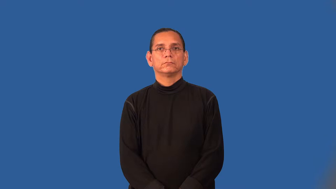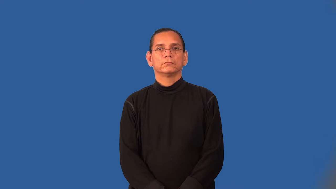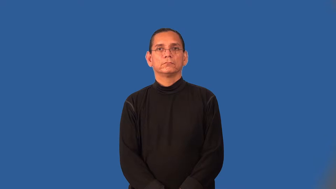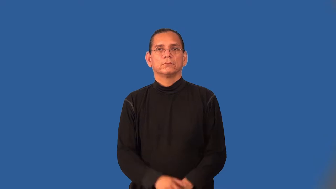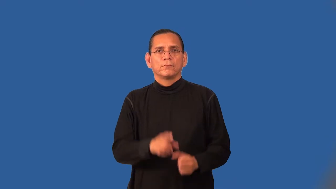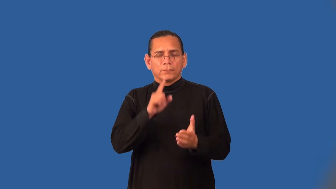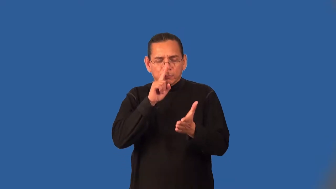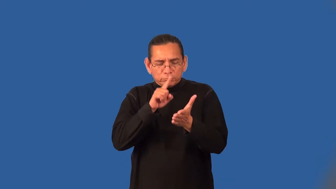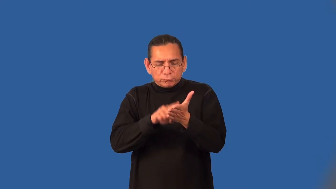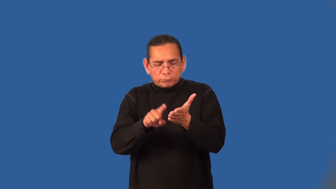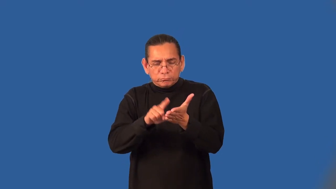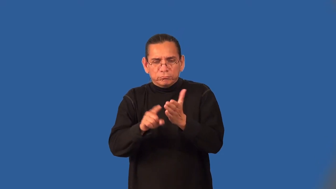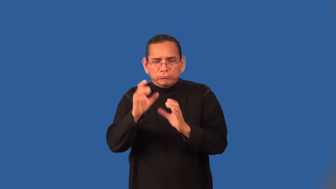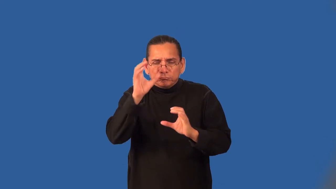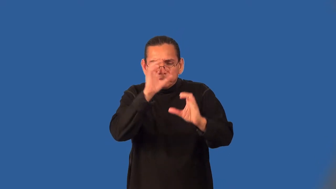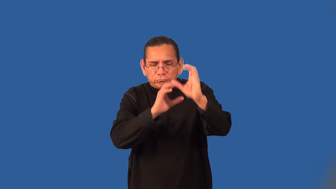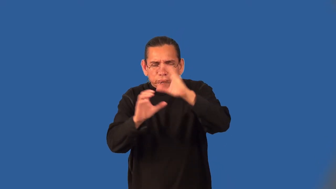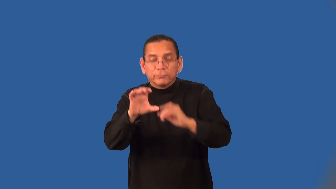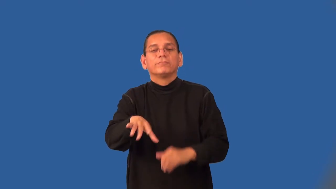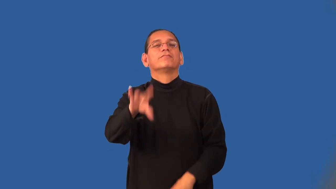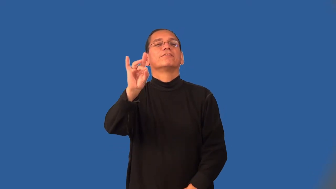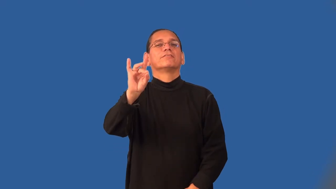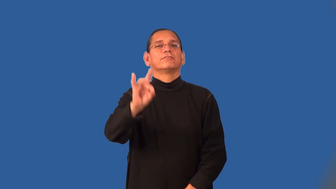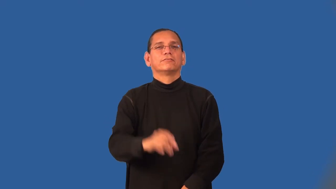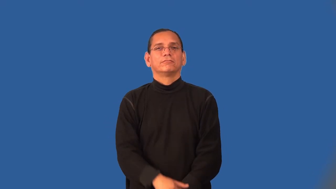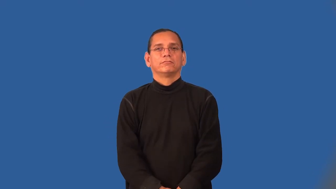trace-search and find